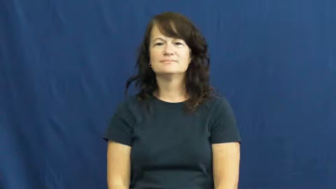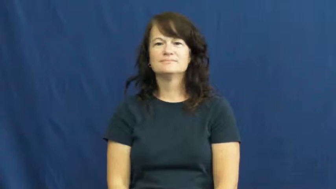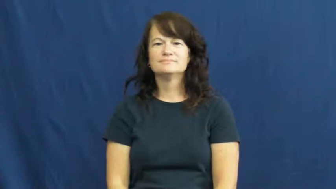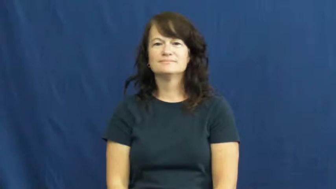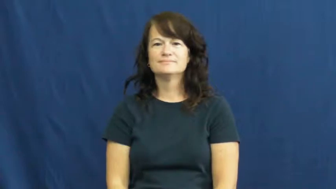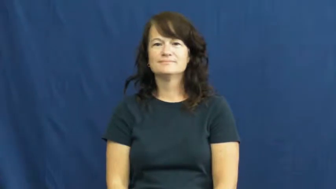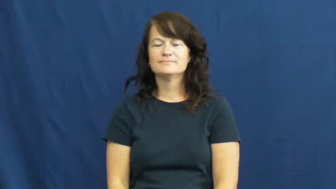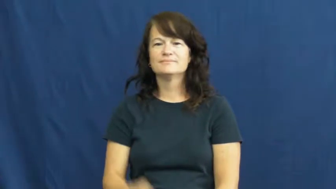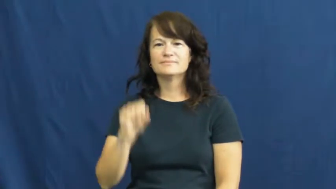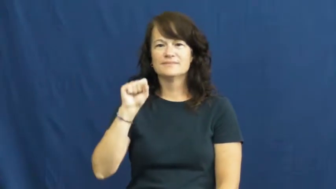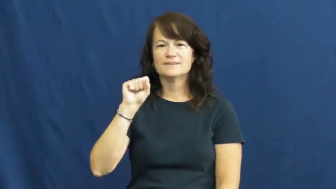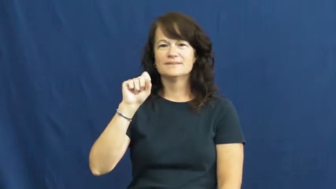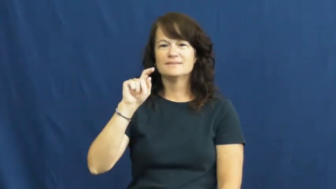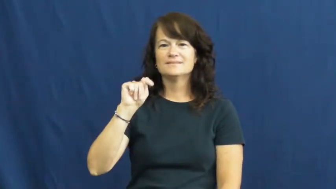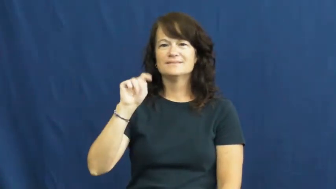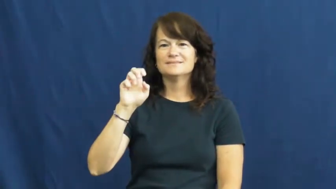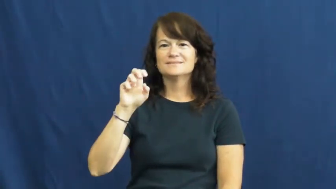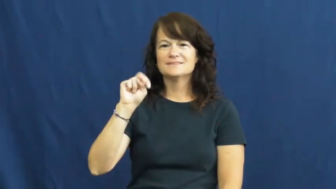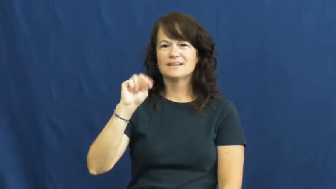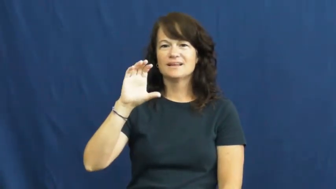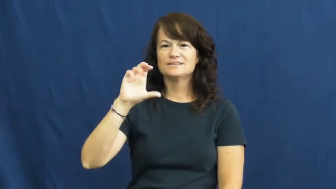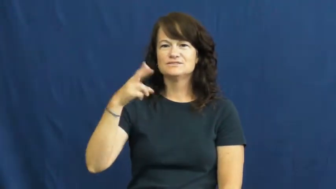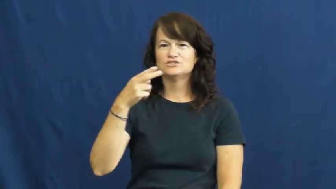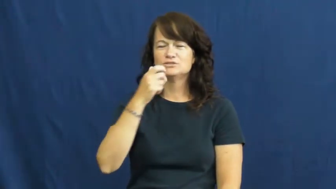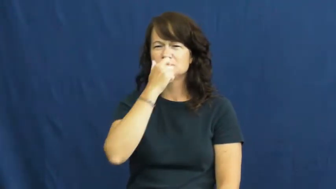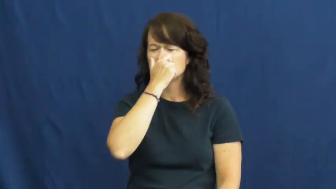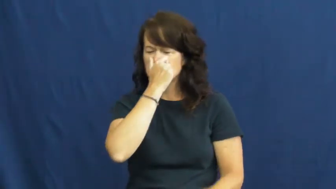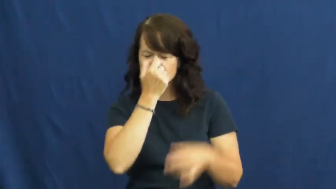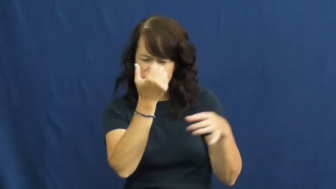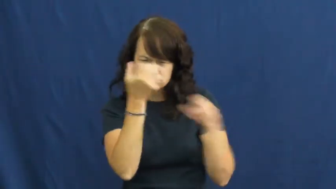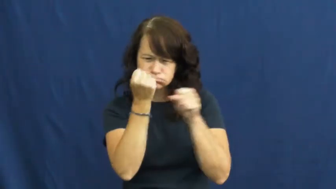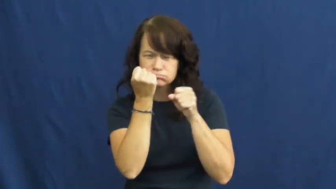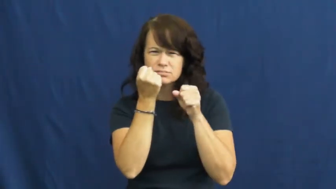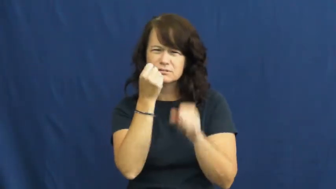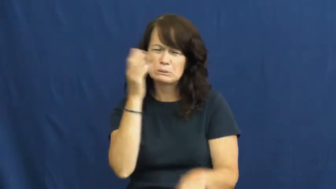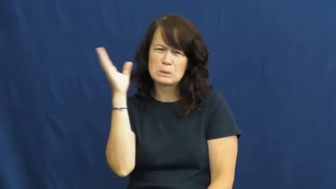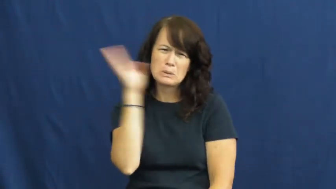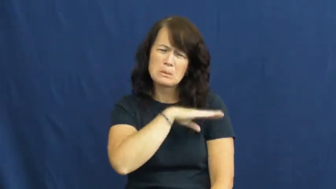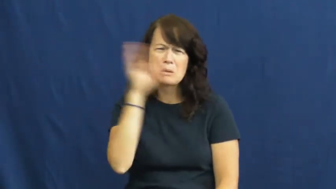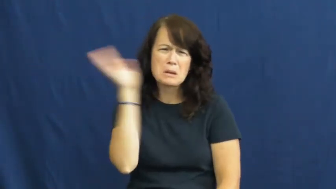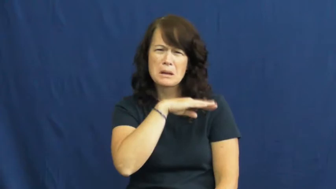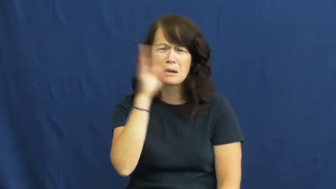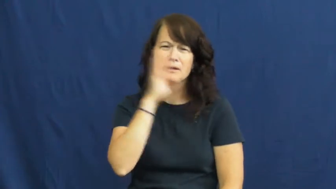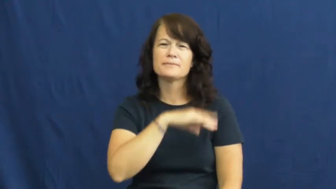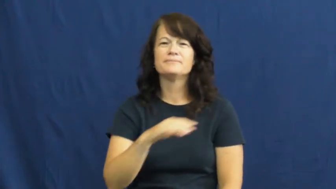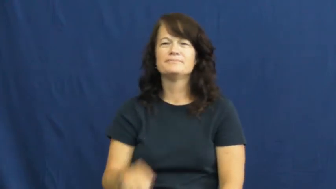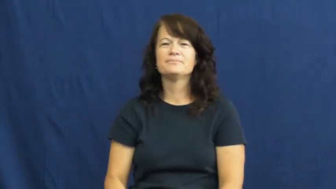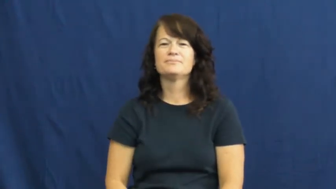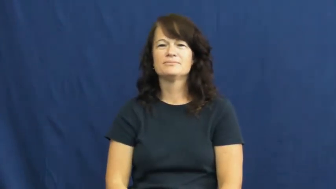stench